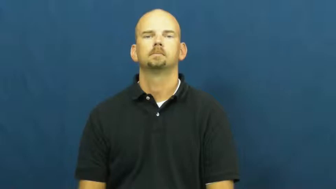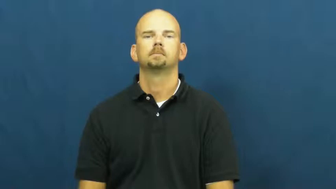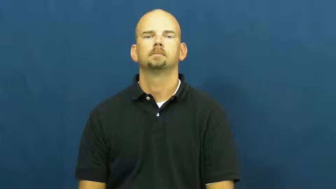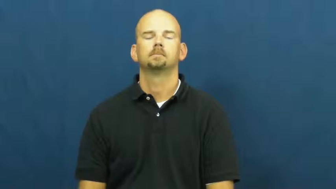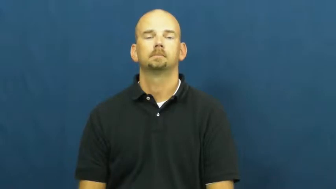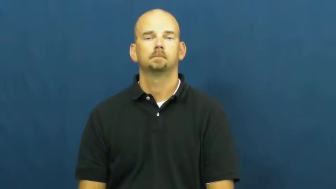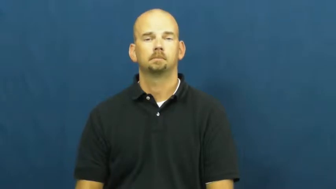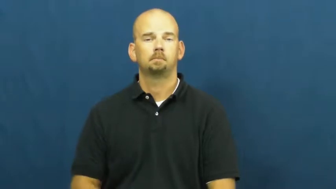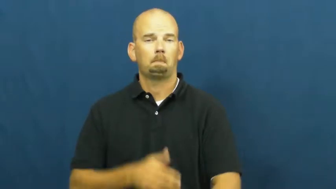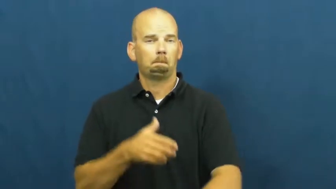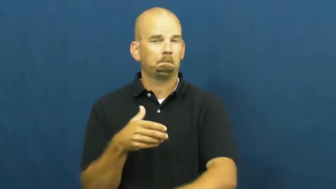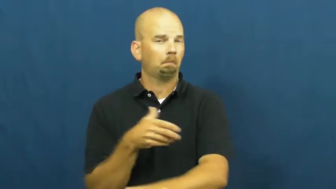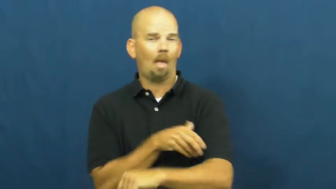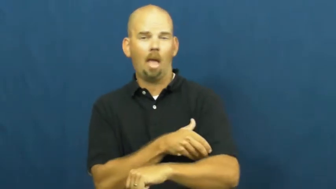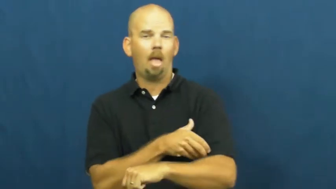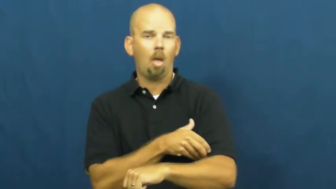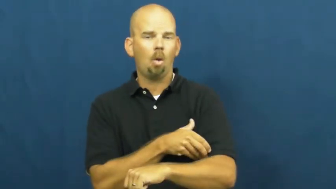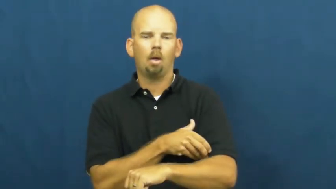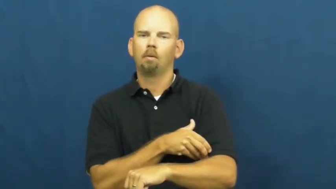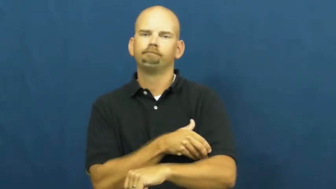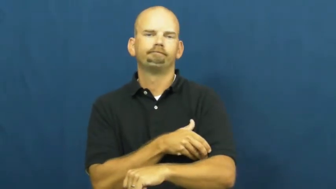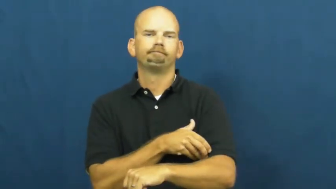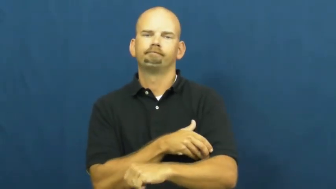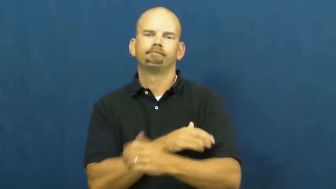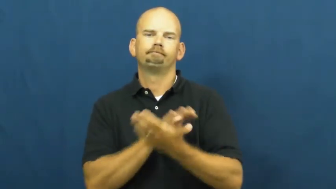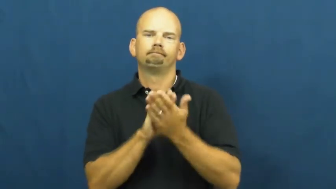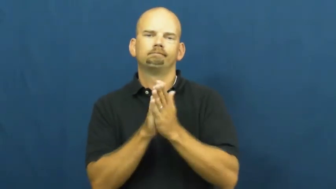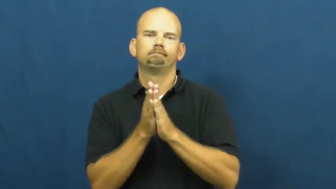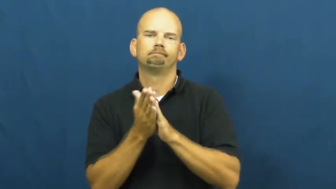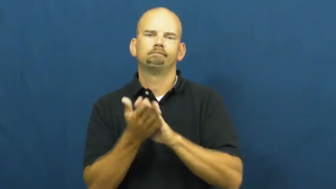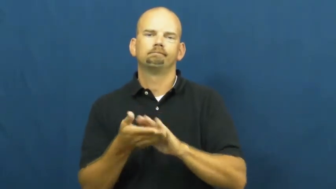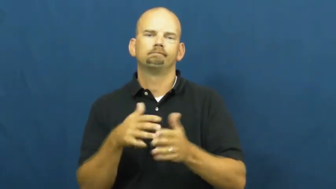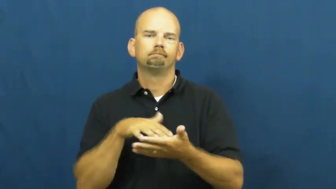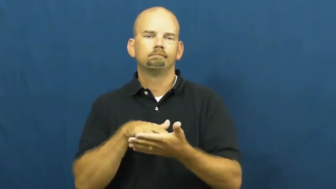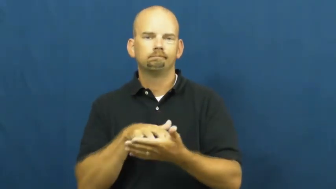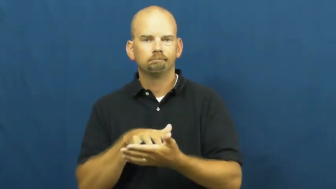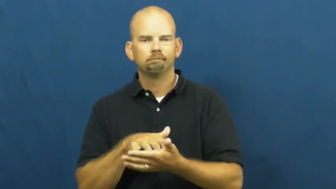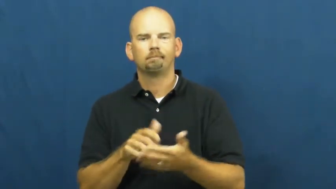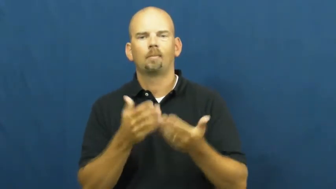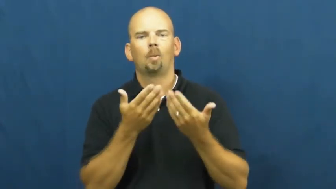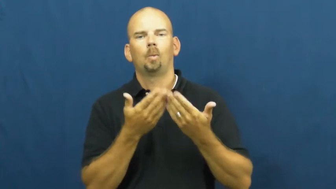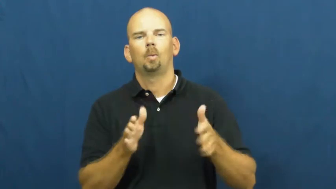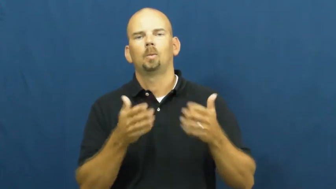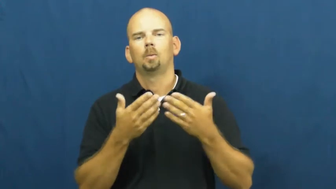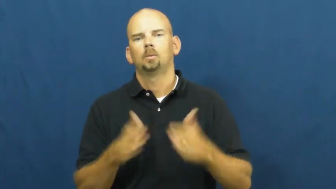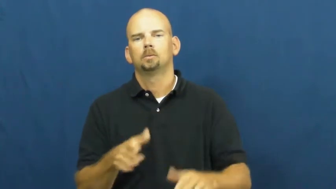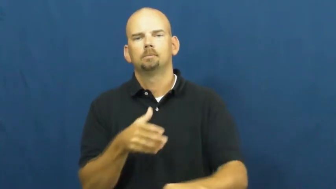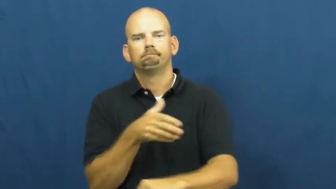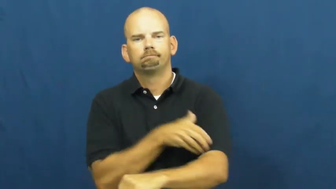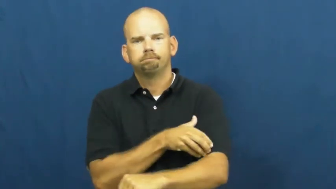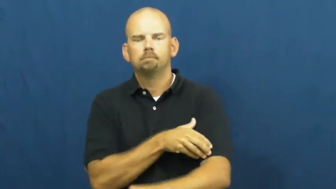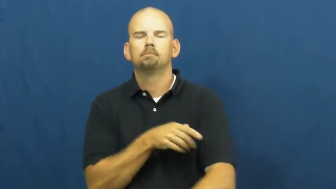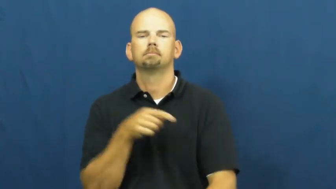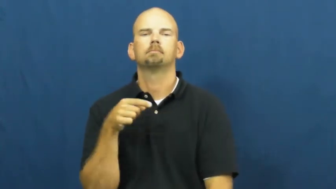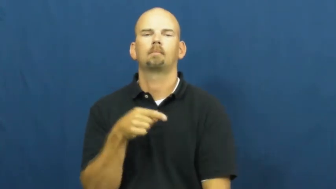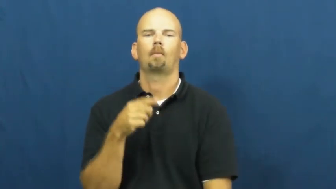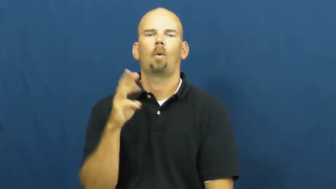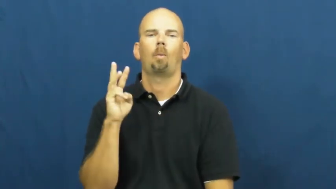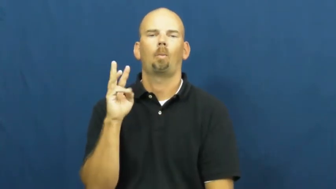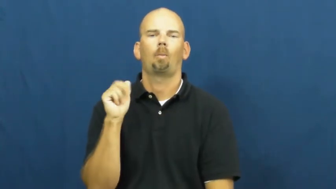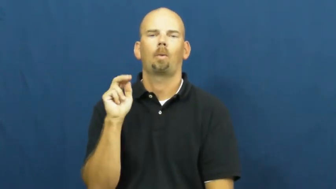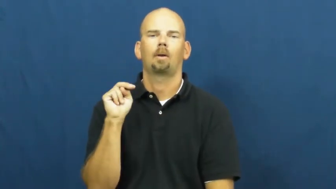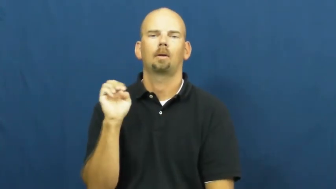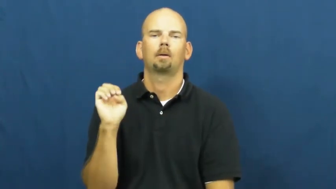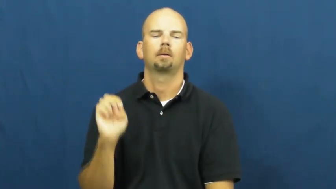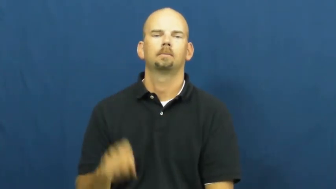wane